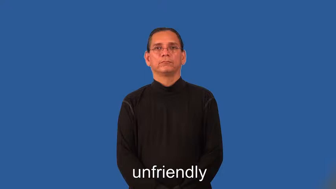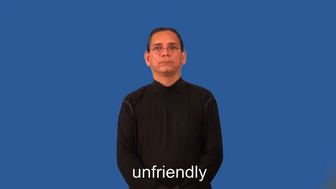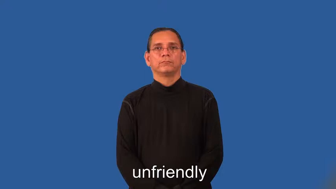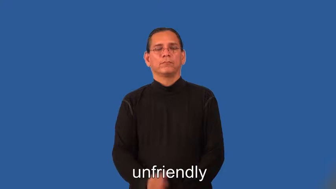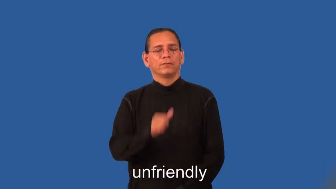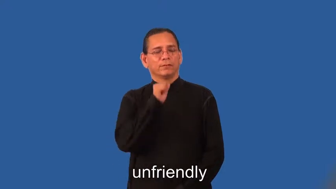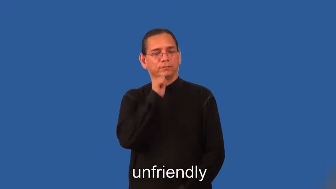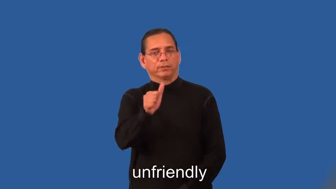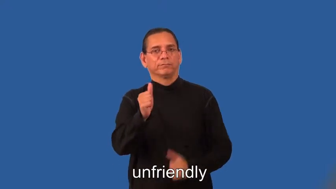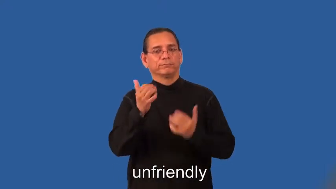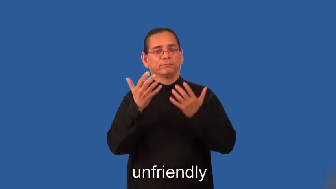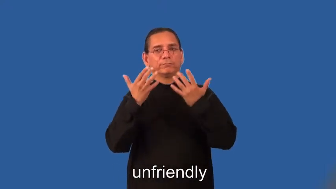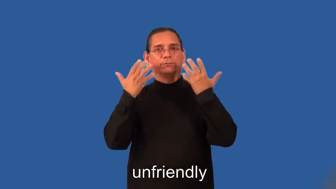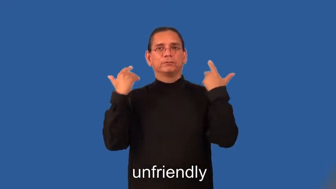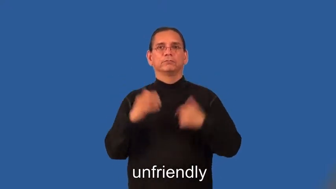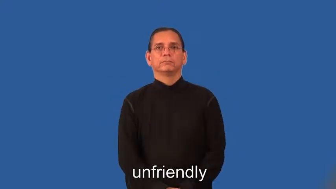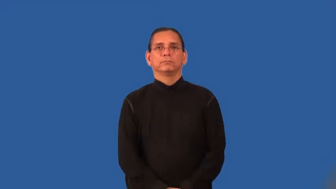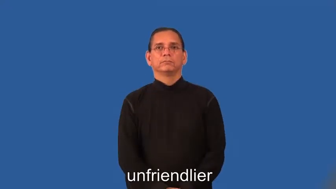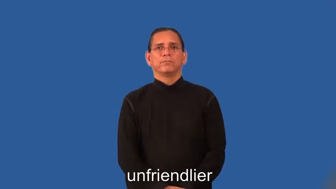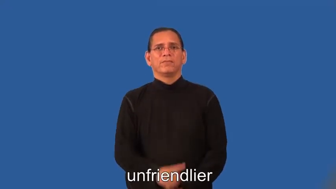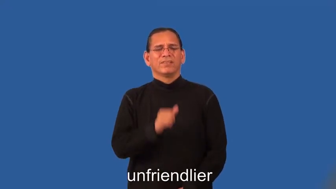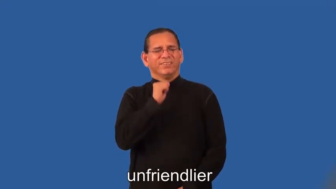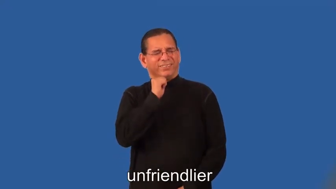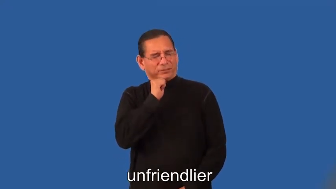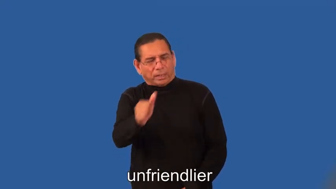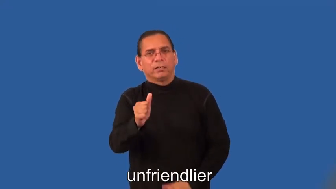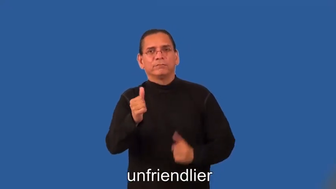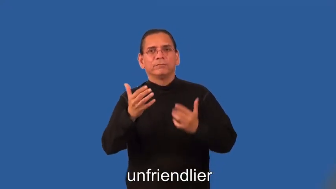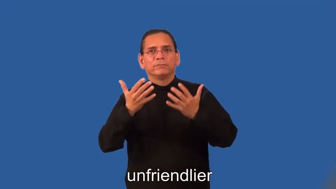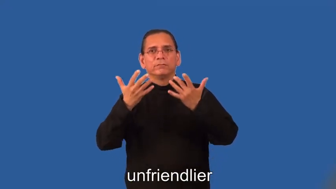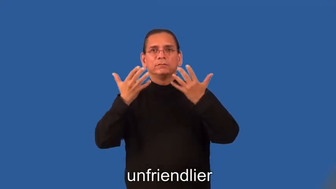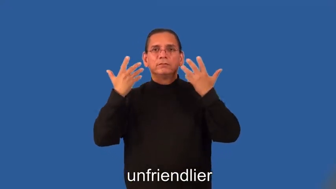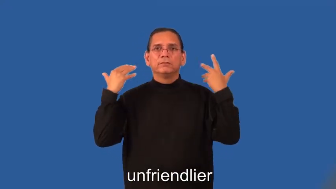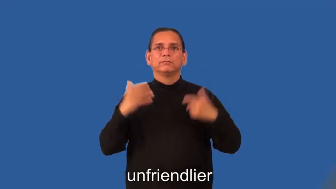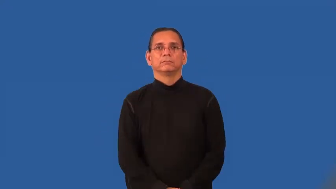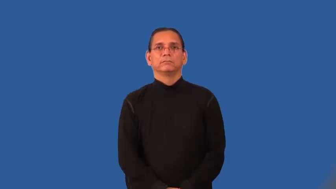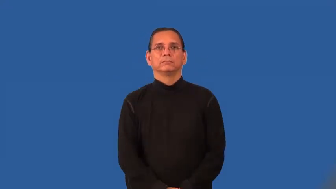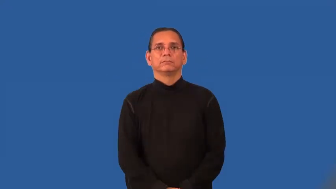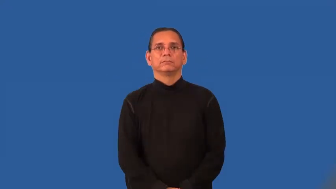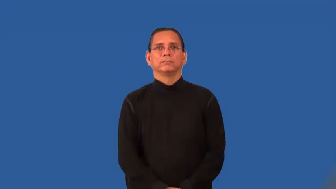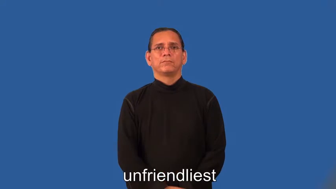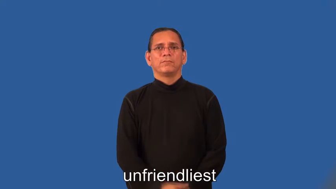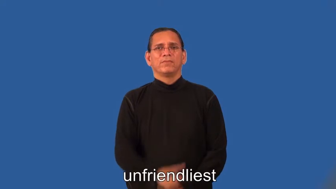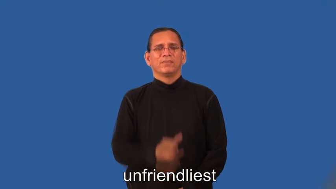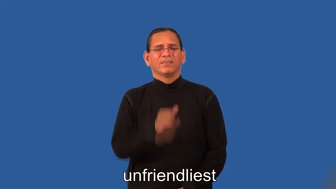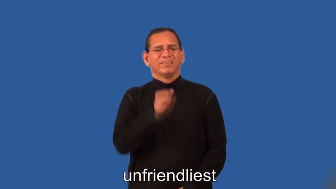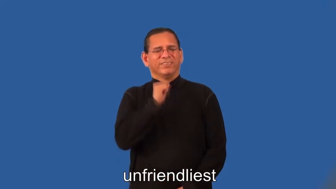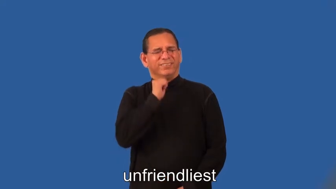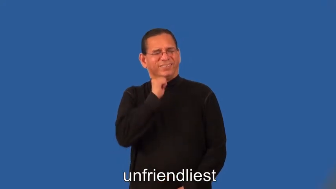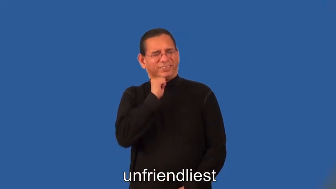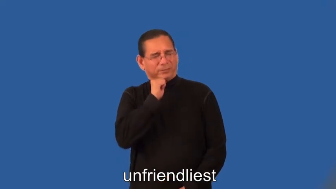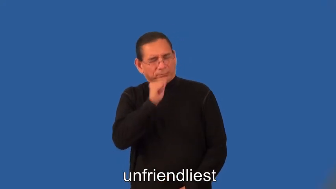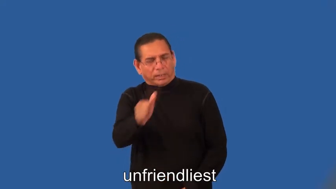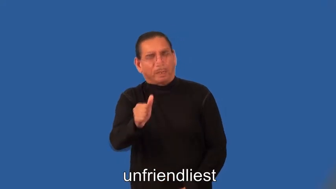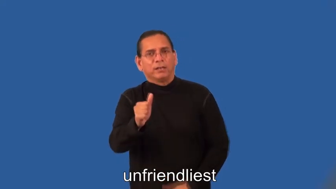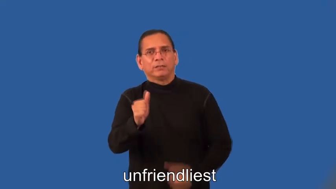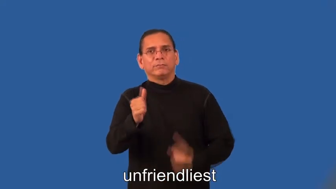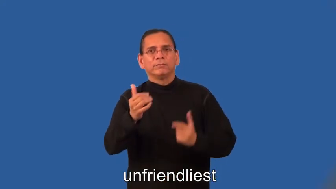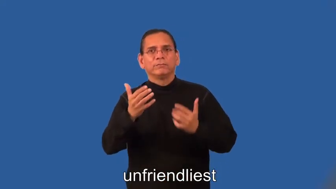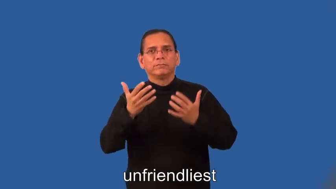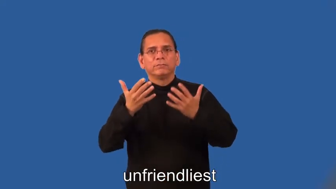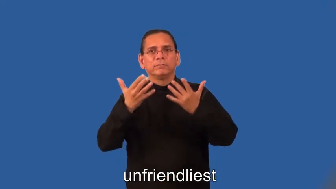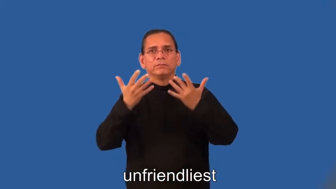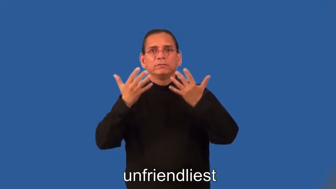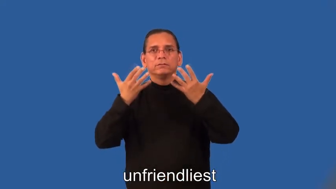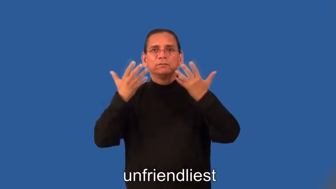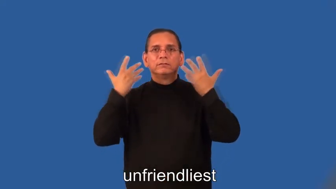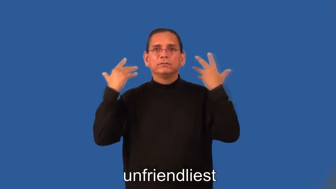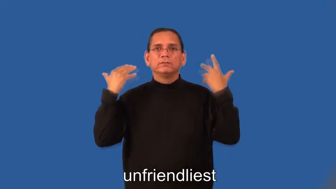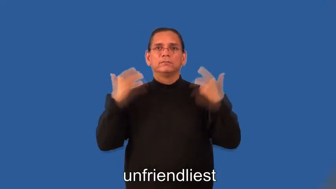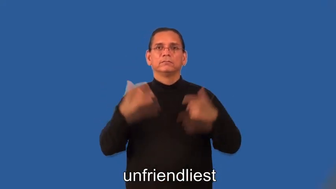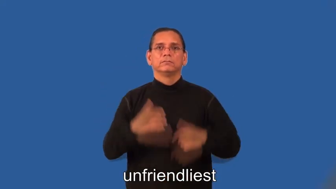unfriendlier,unfriendliest